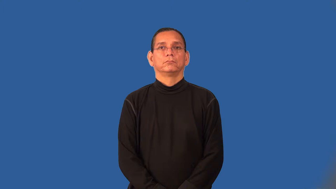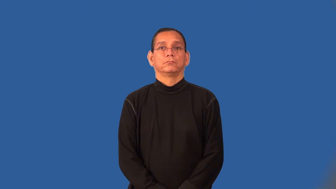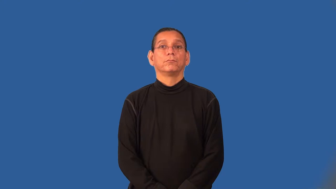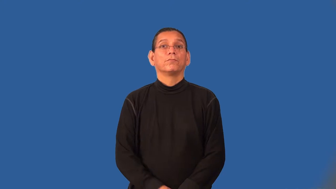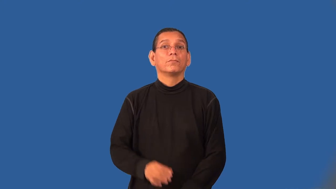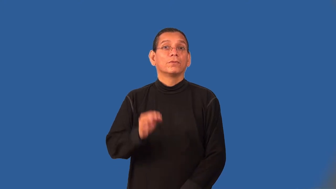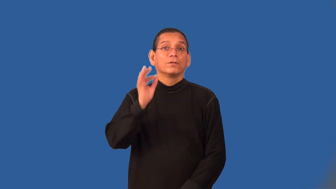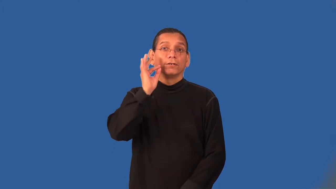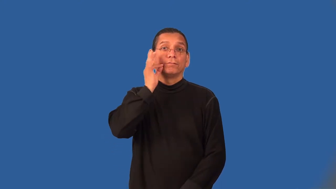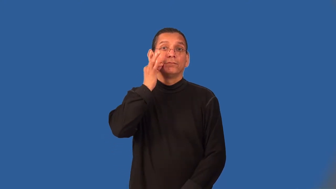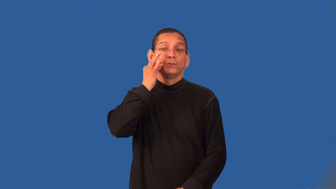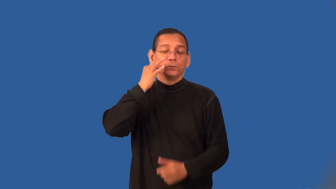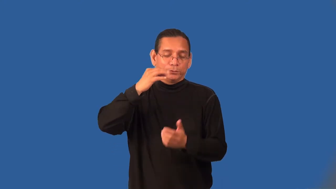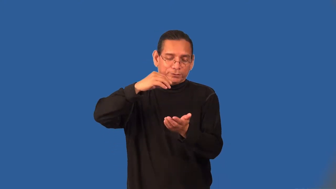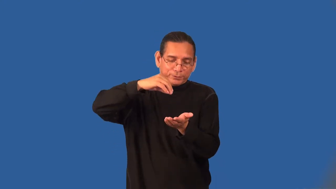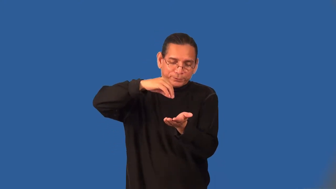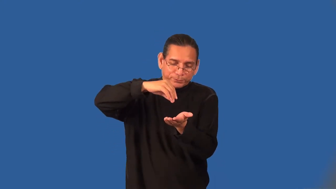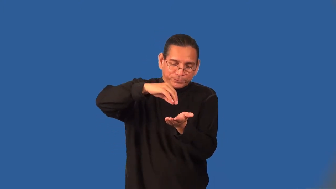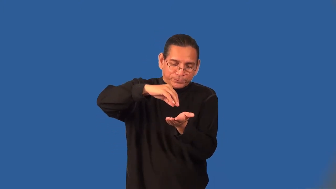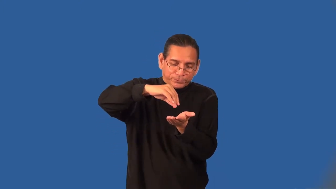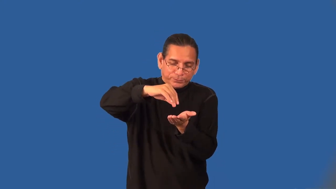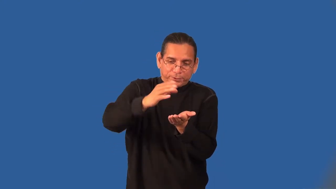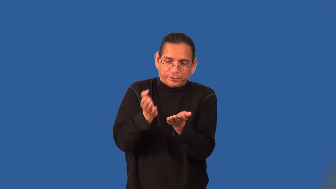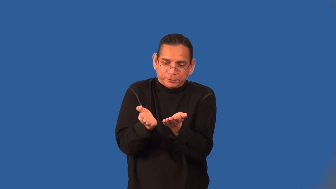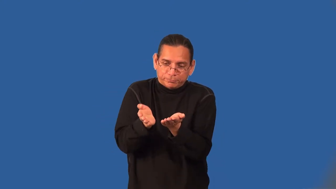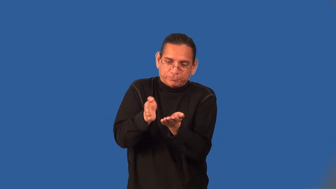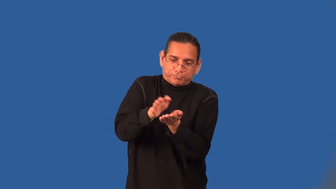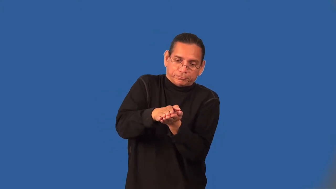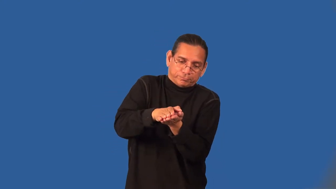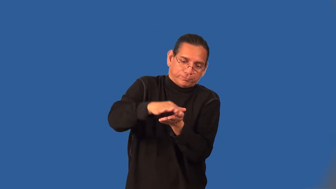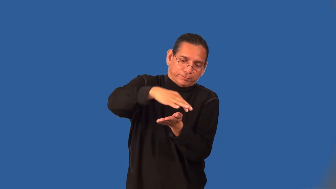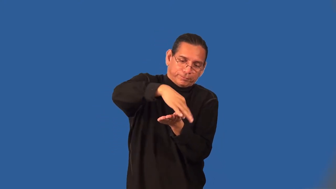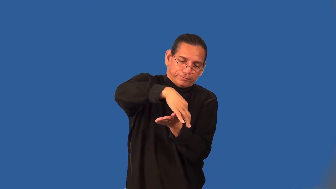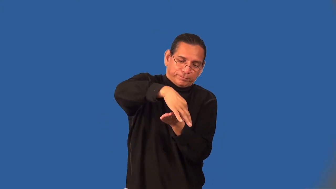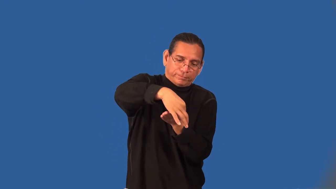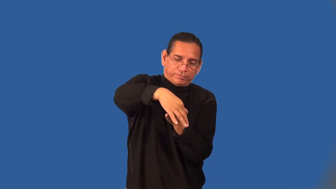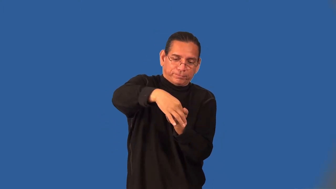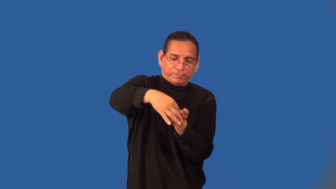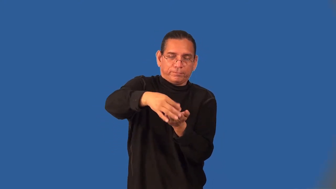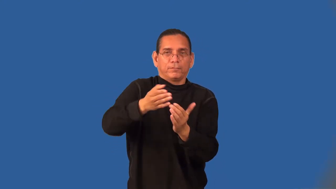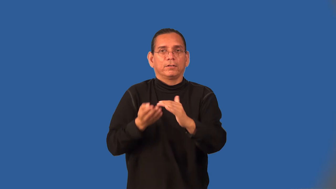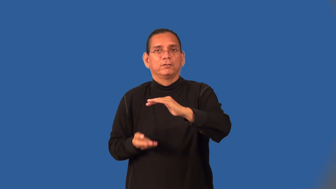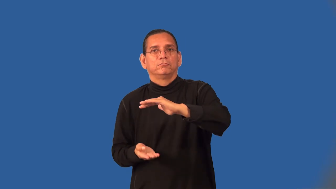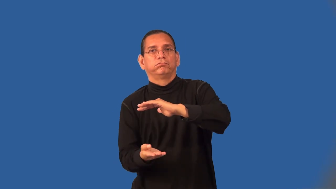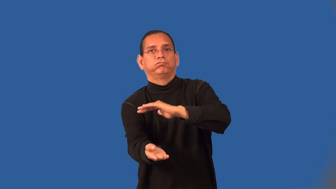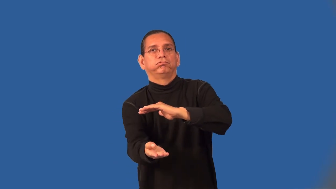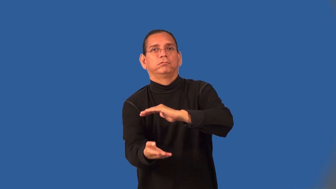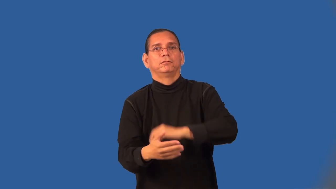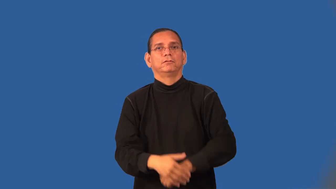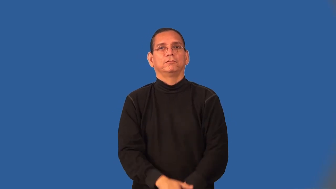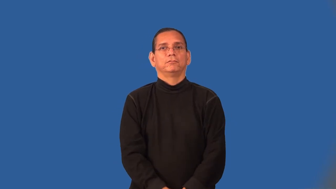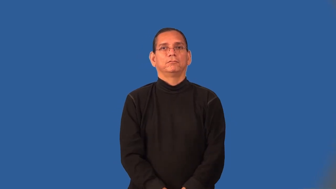turnover-pastry